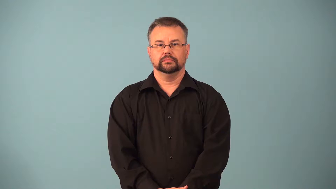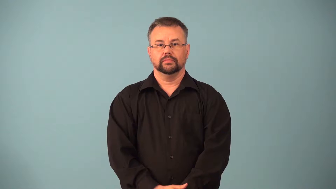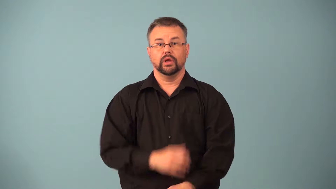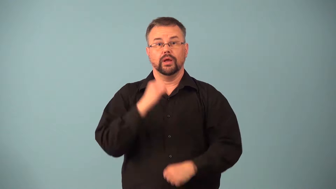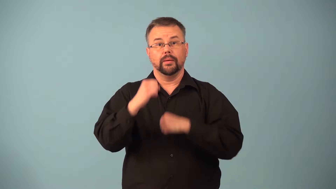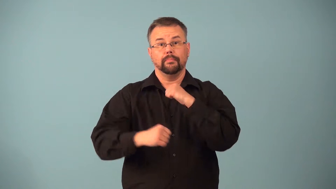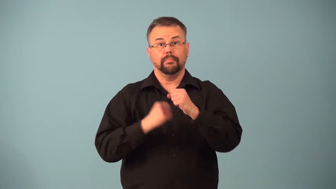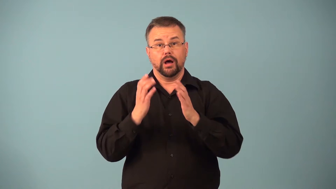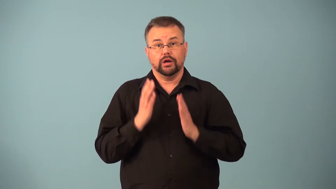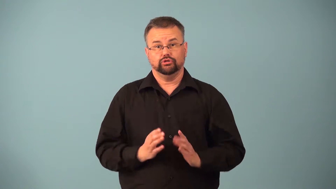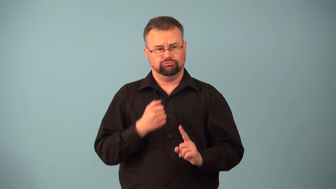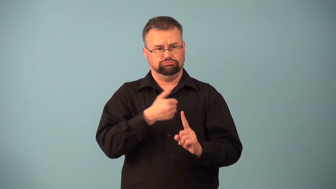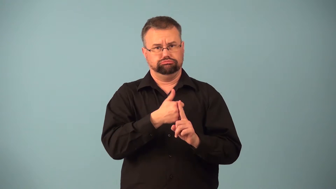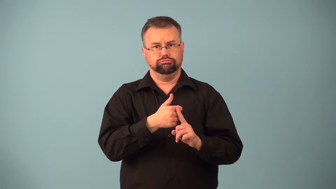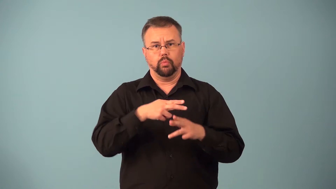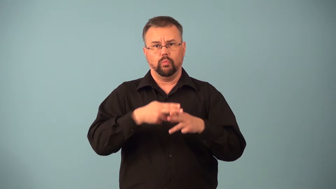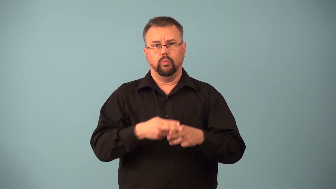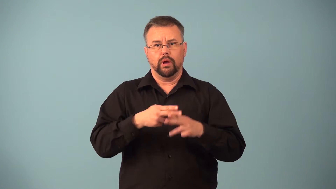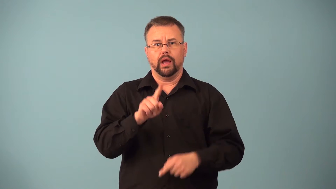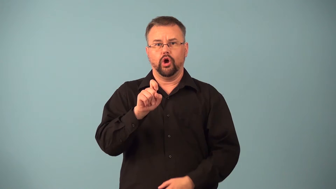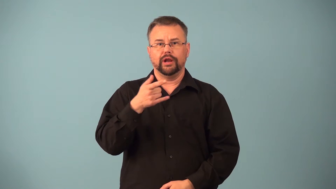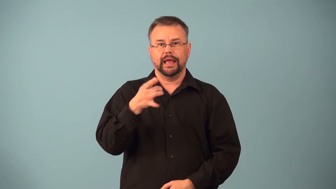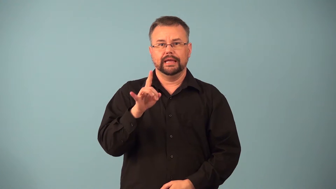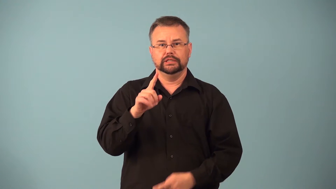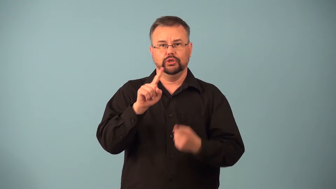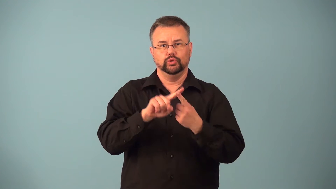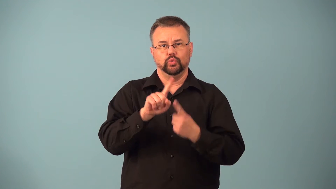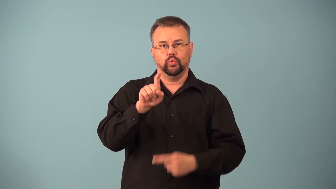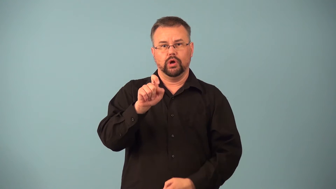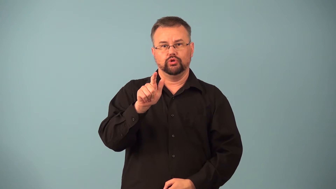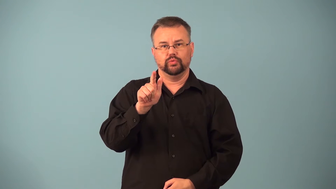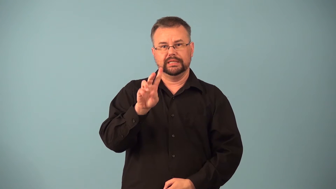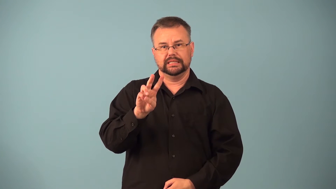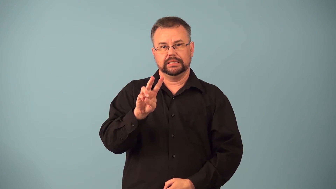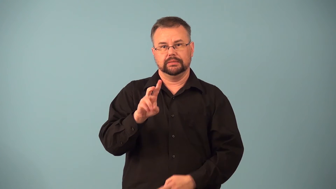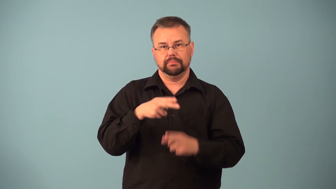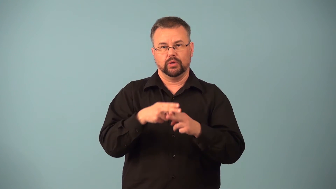featherweight-boxing